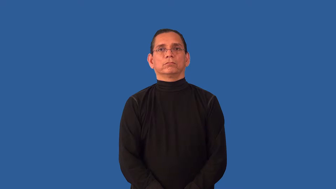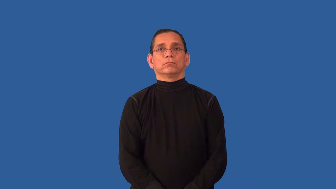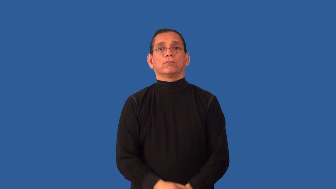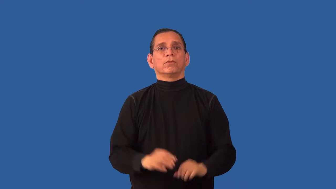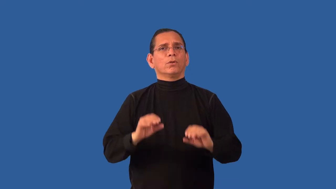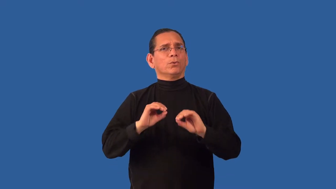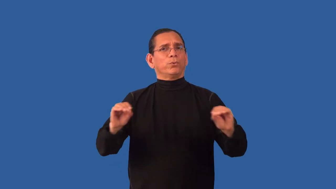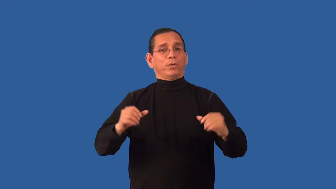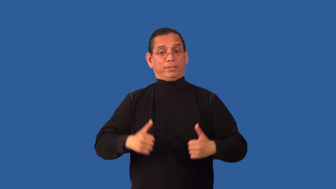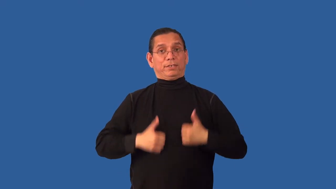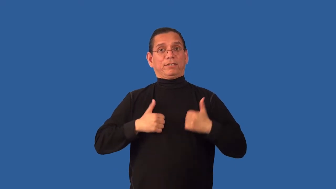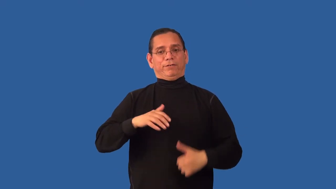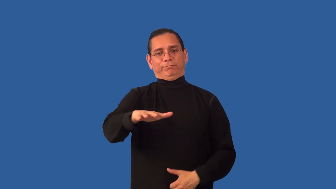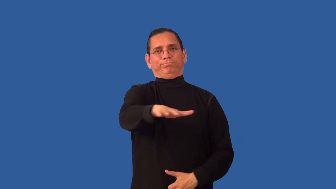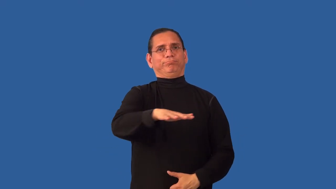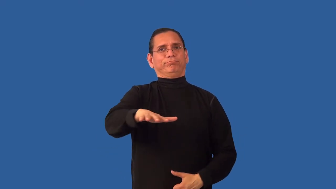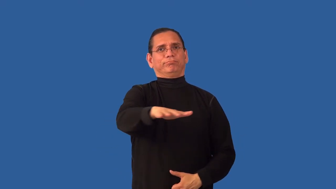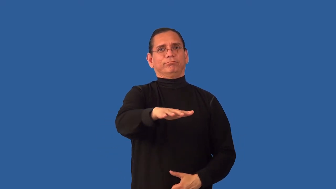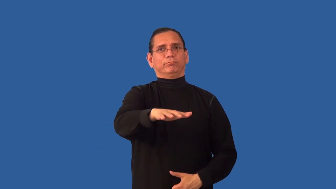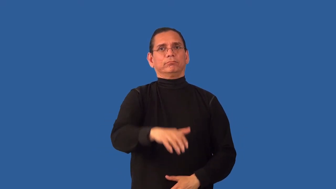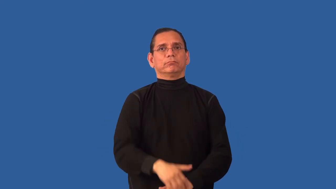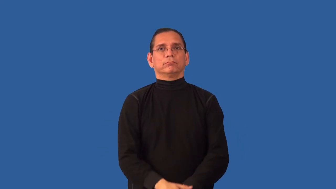uninhabited